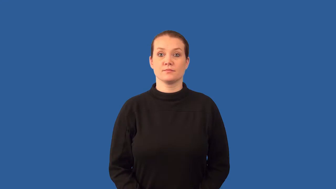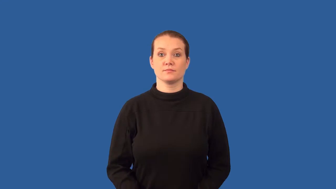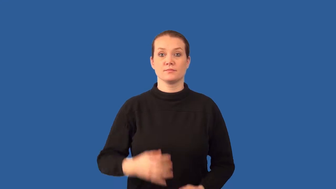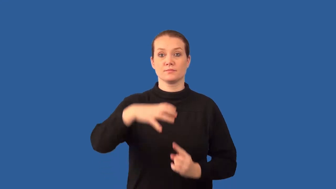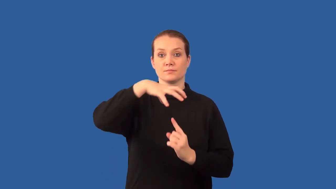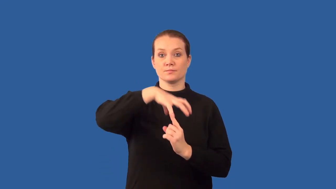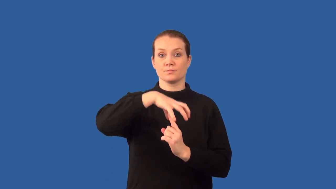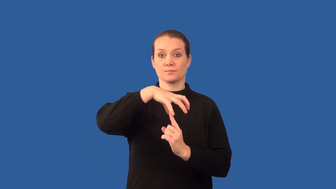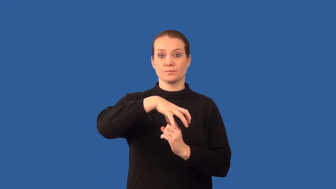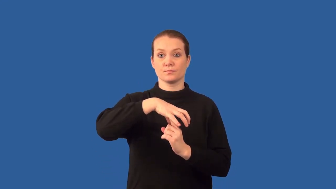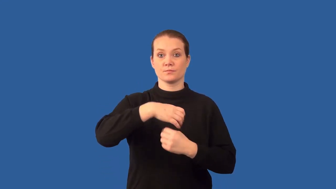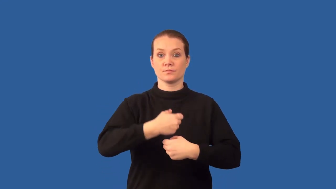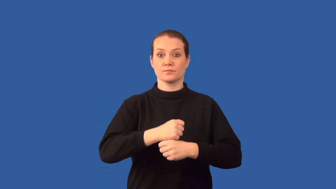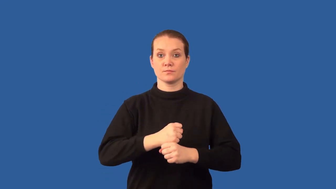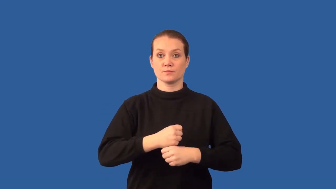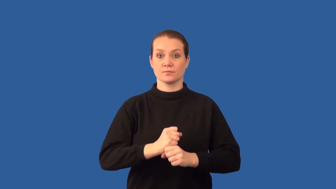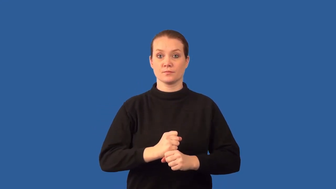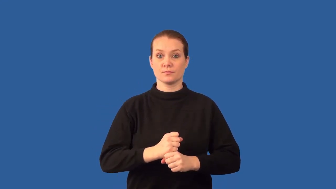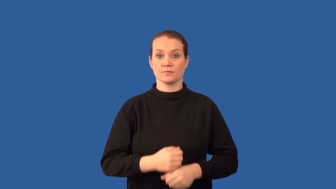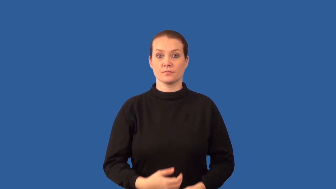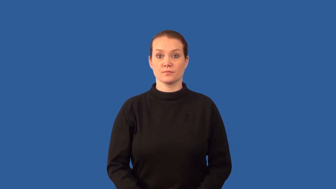basidium